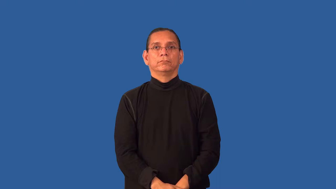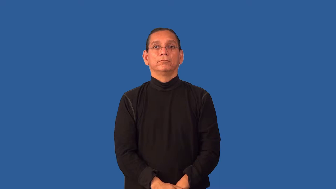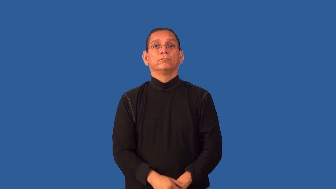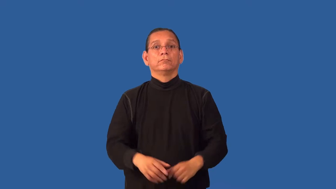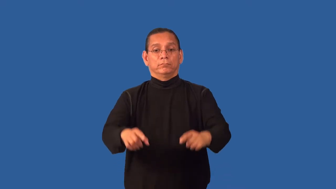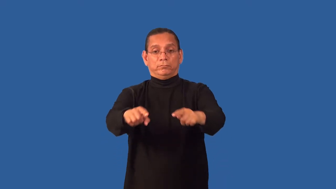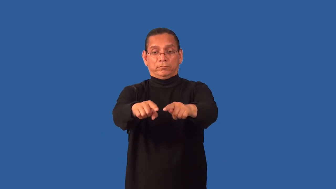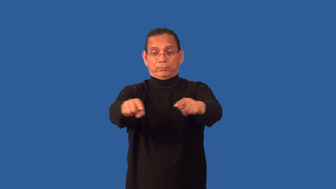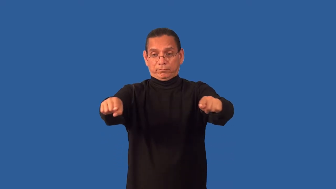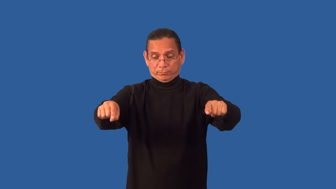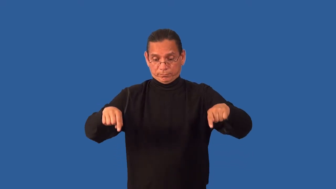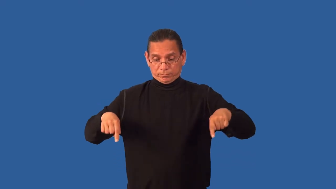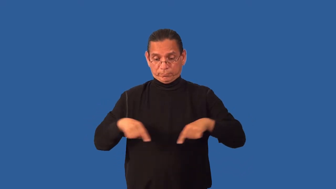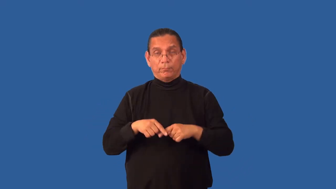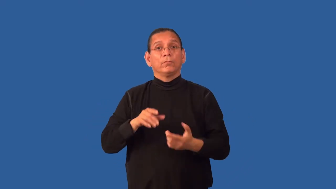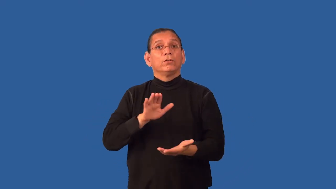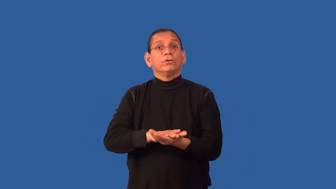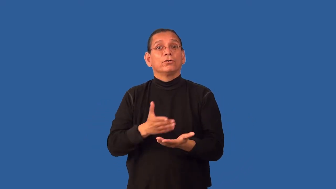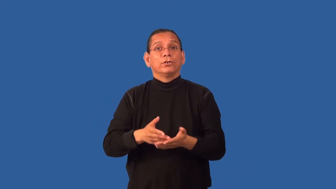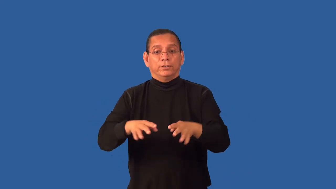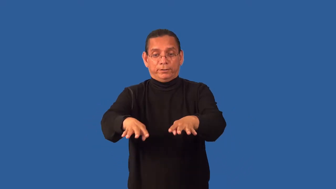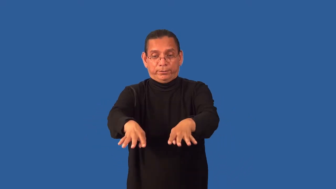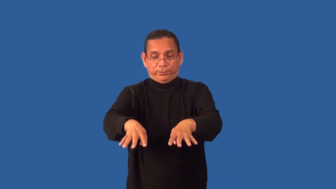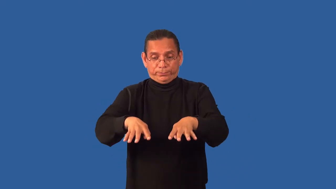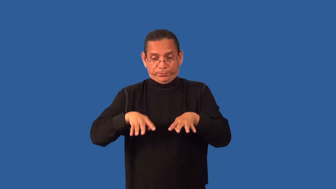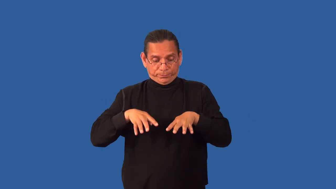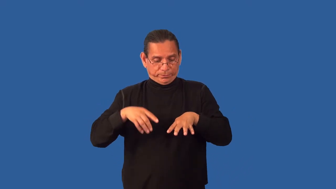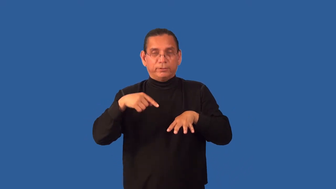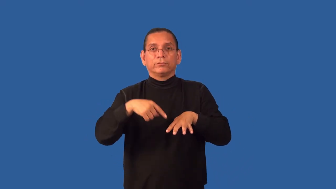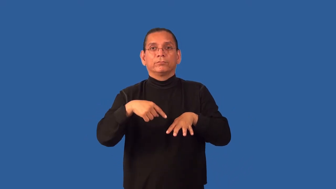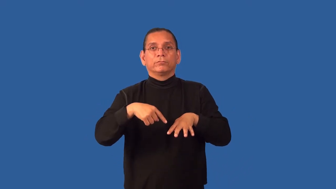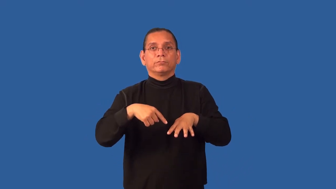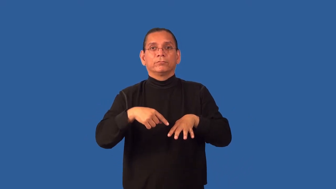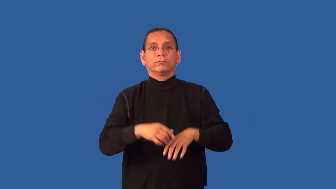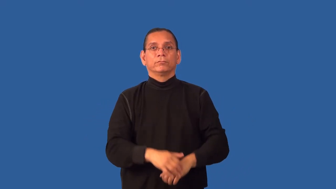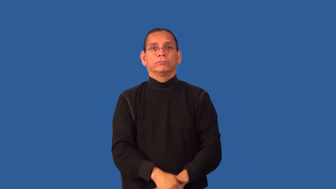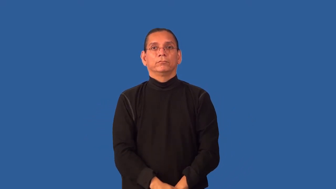grid-metal